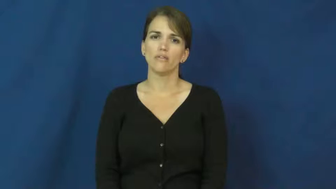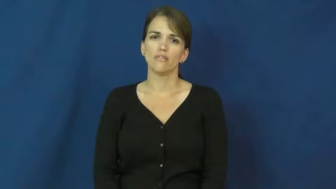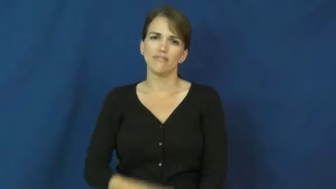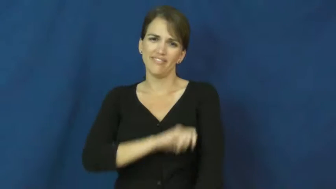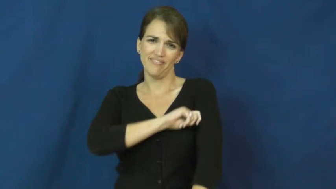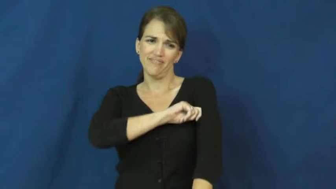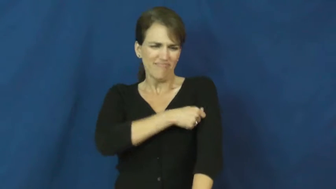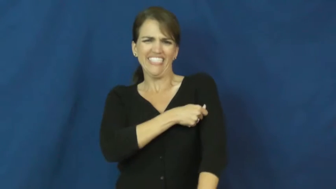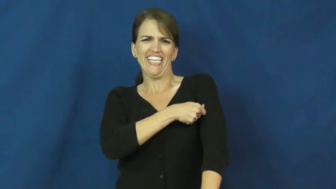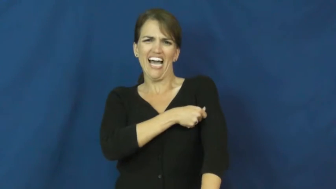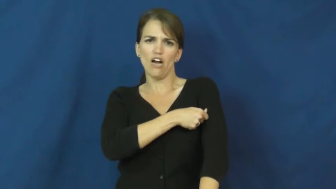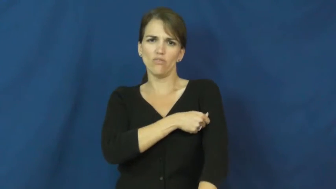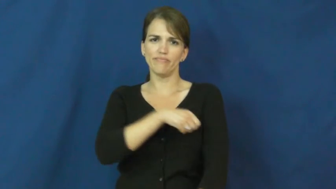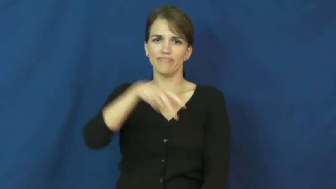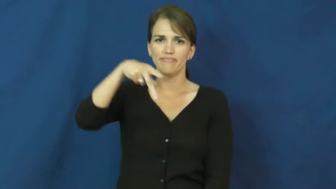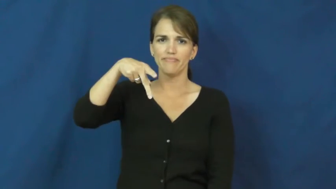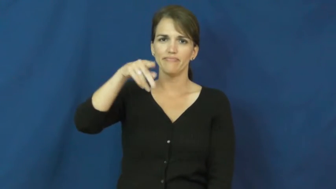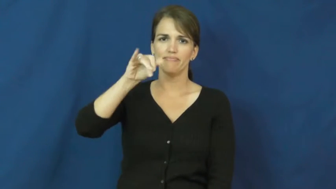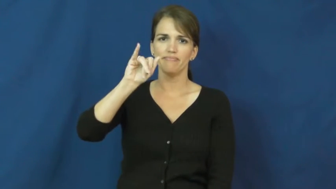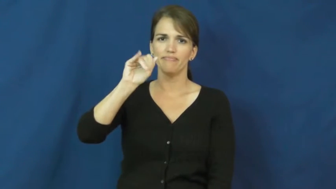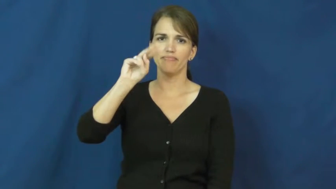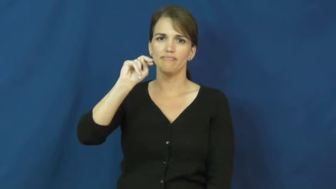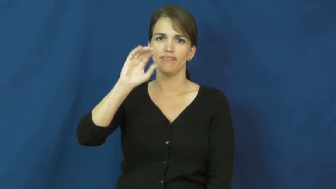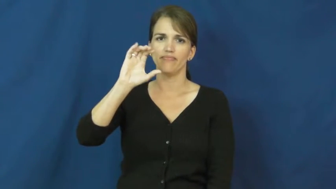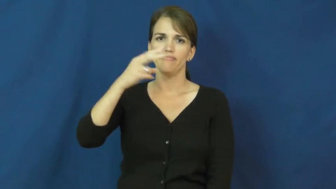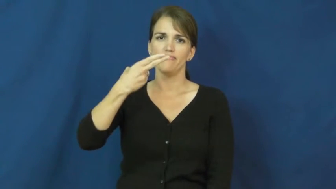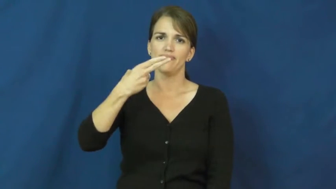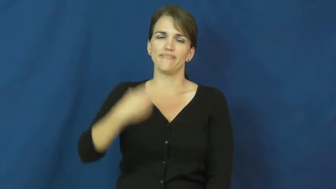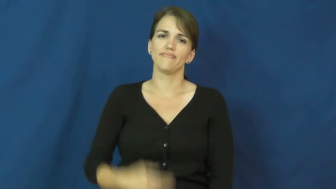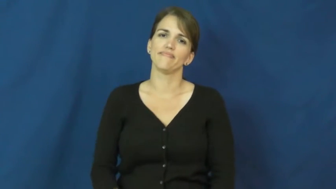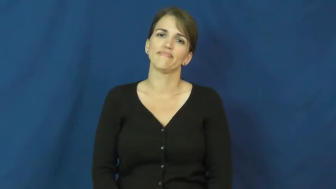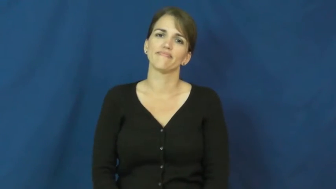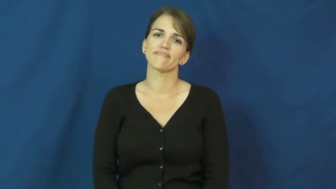pinch